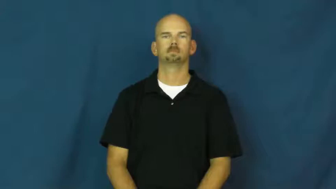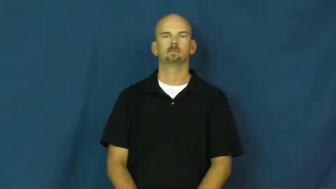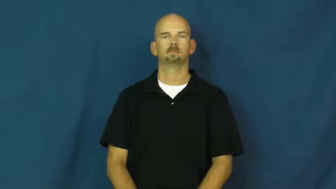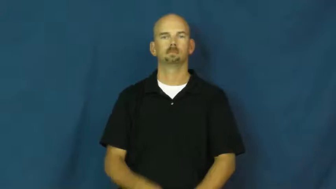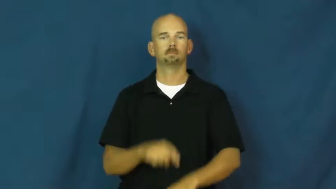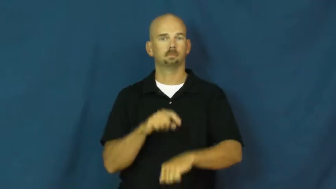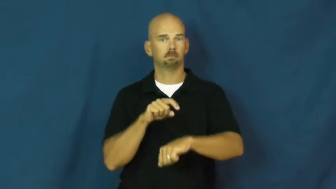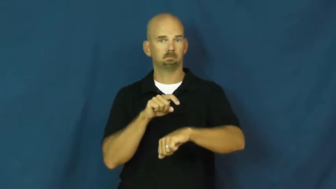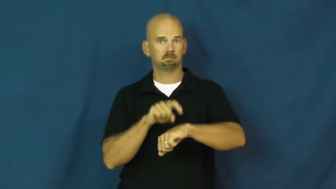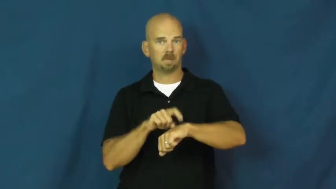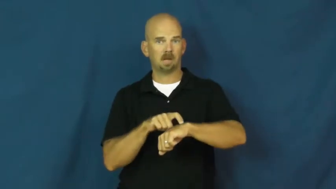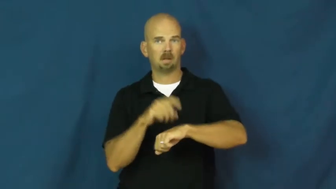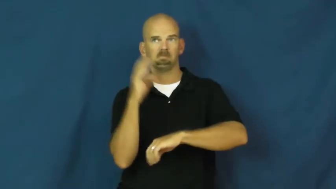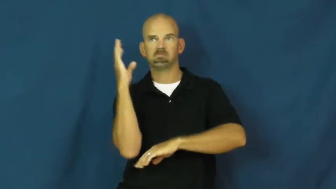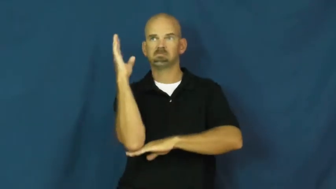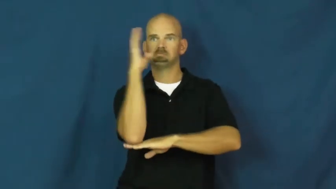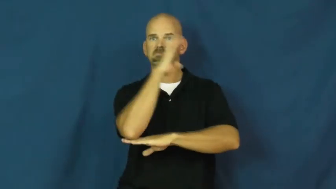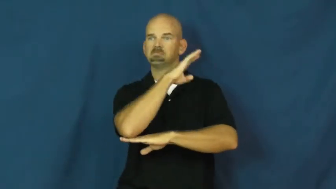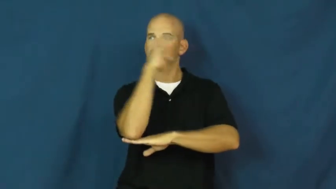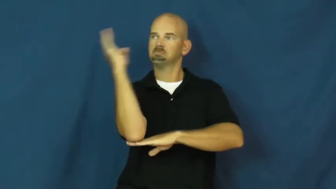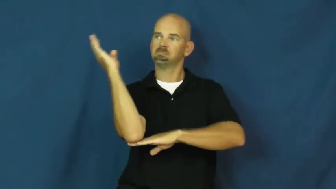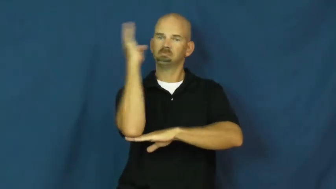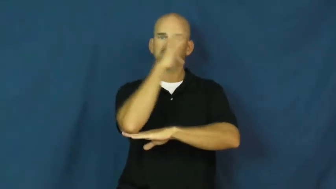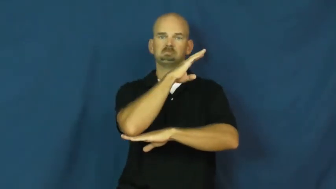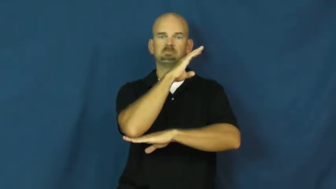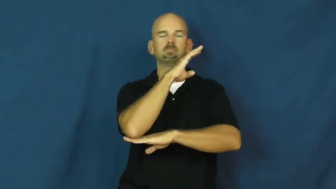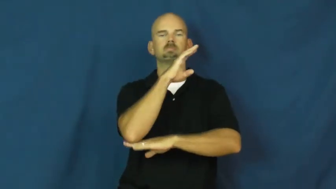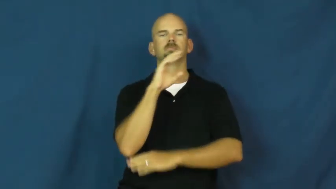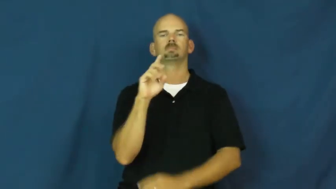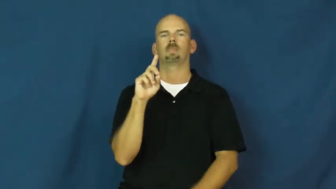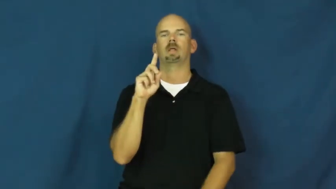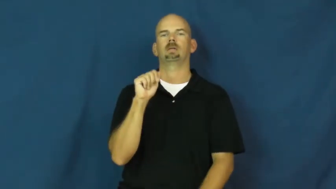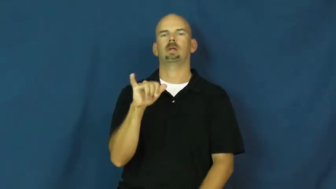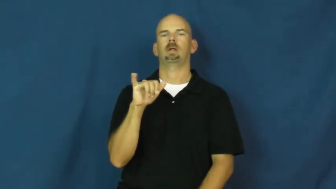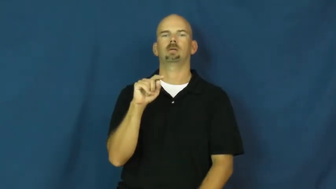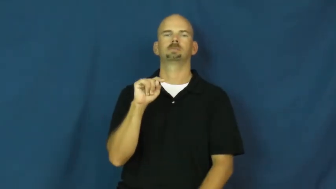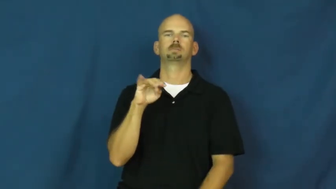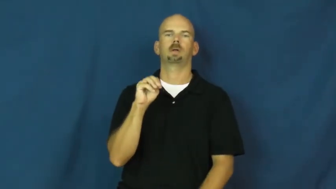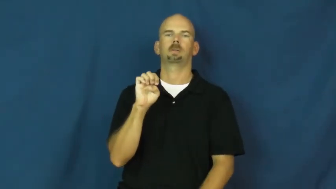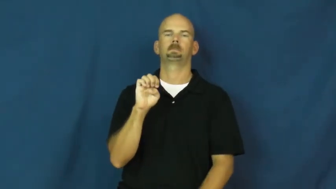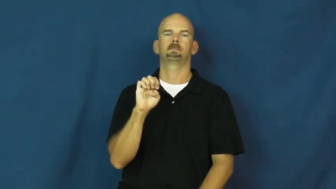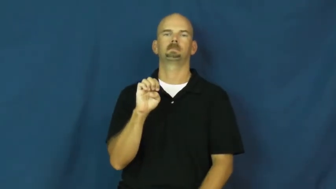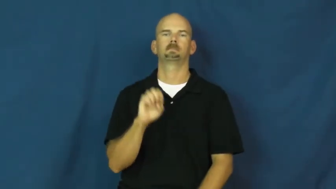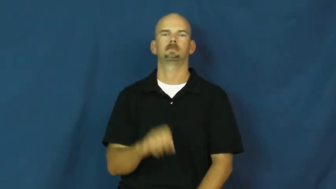daytime